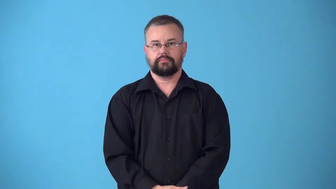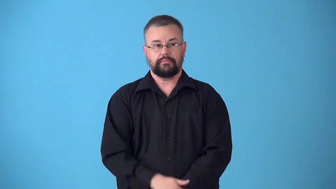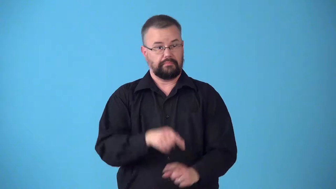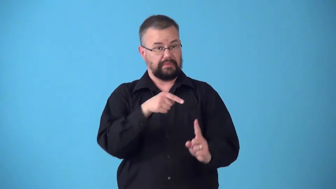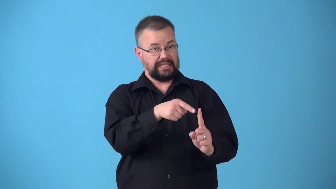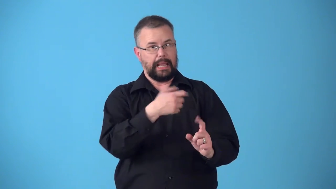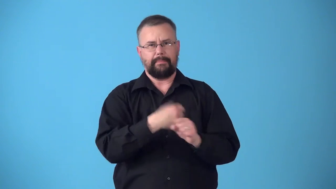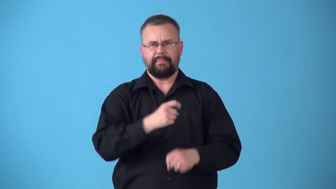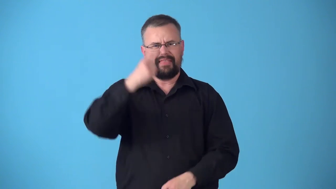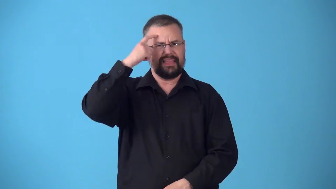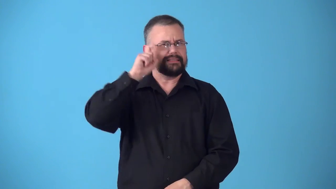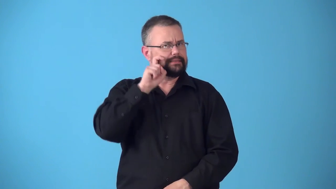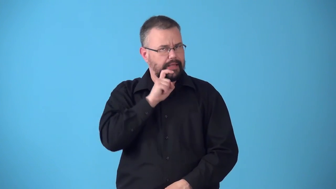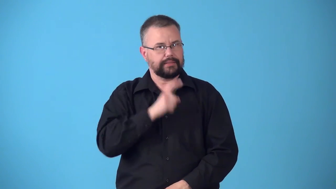suggestive-make people think of sex